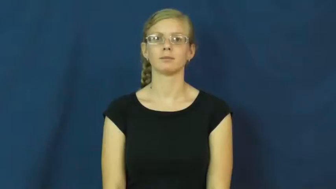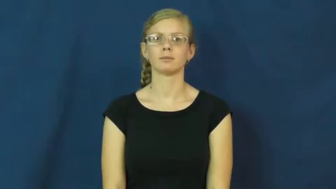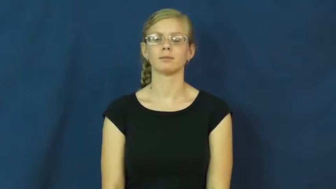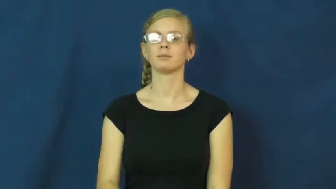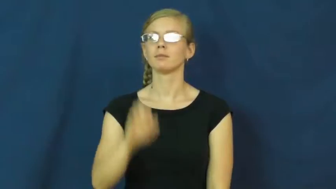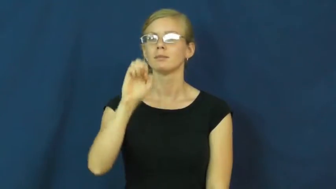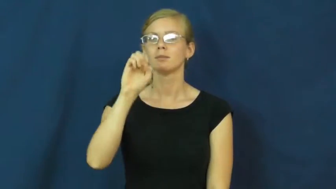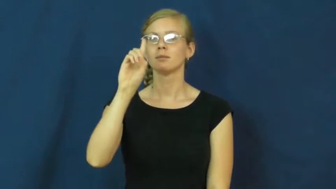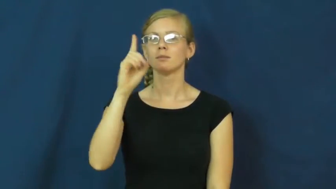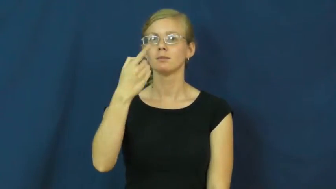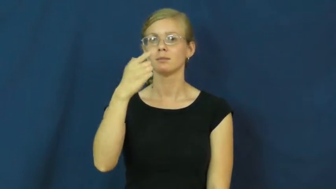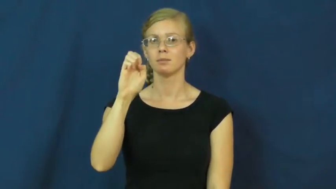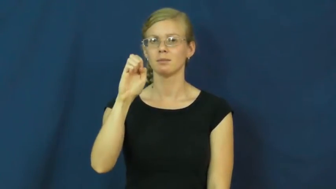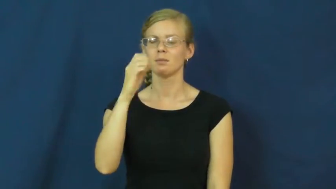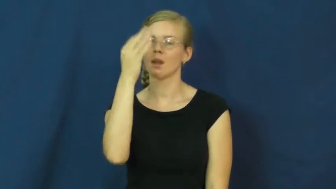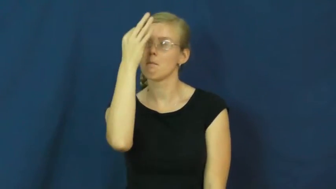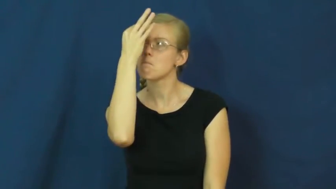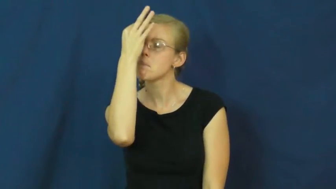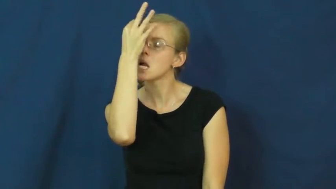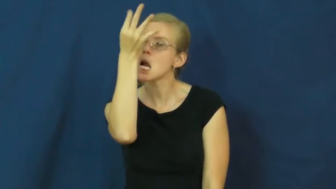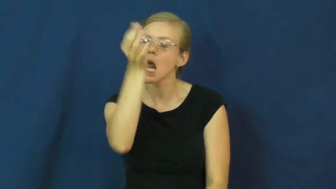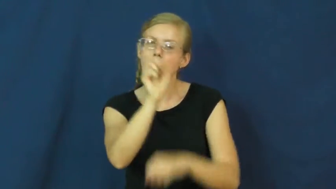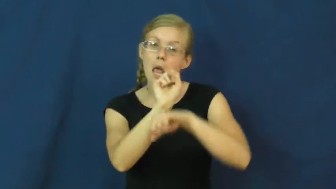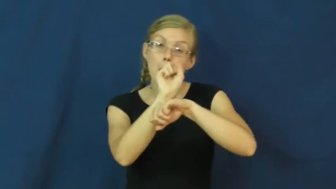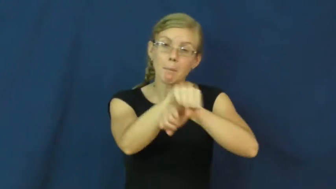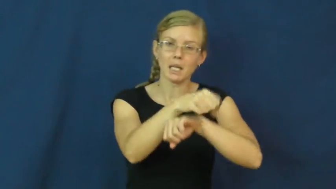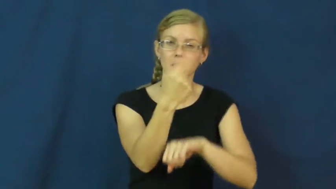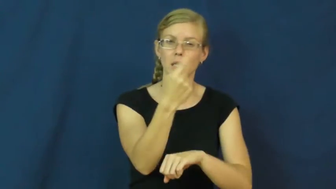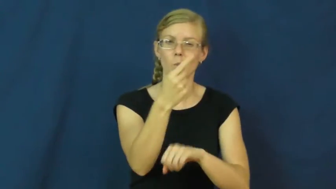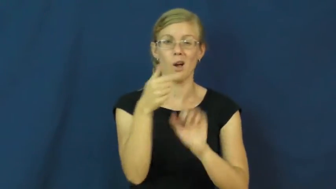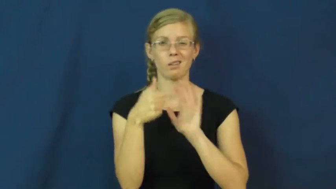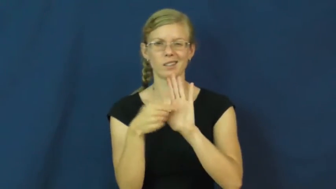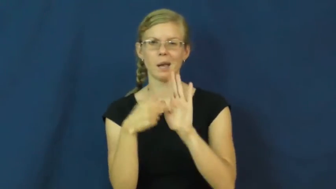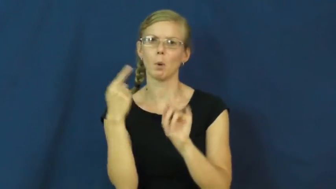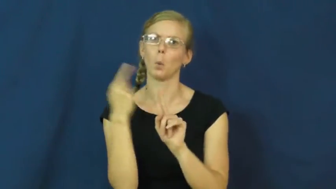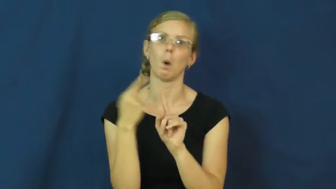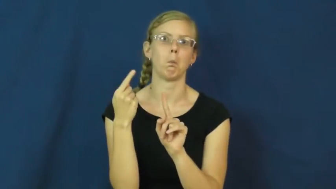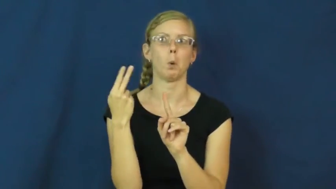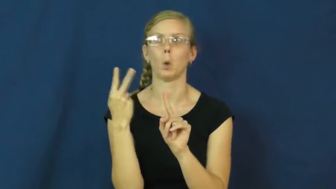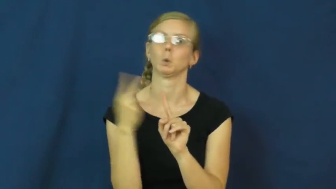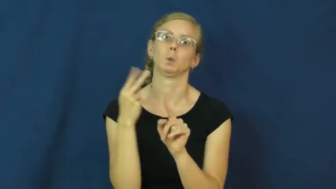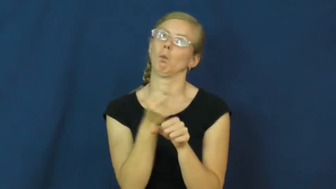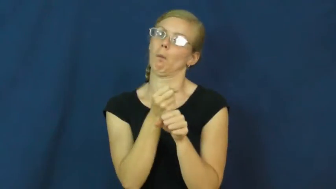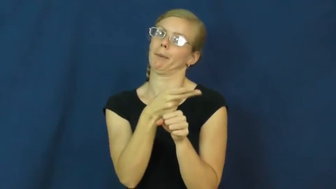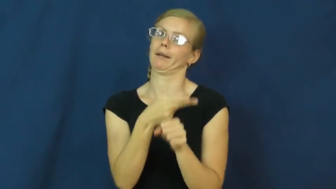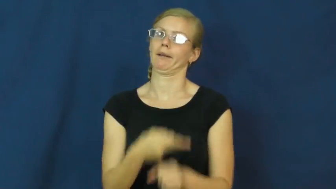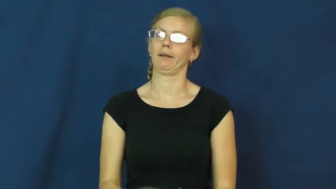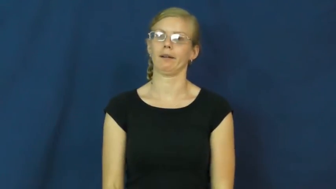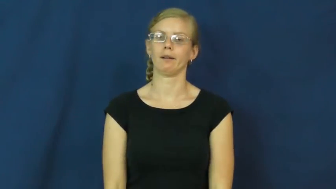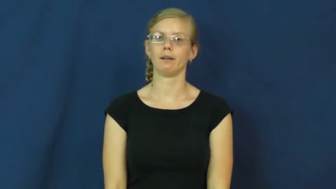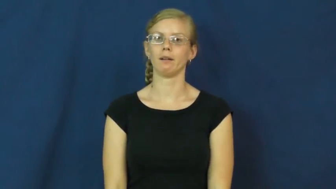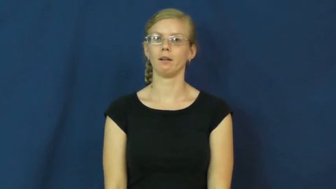edge-win